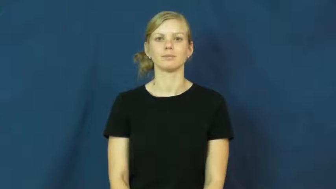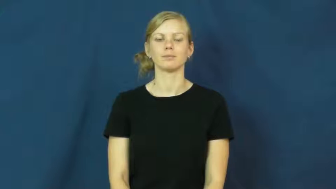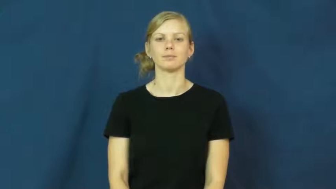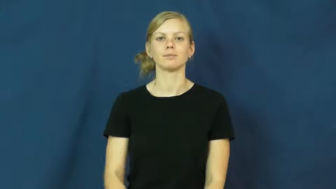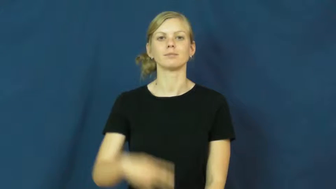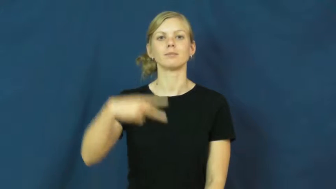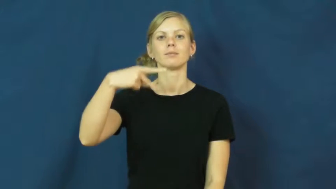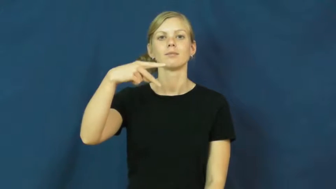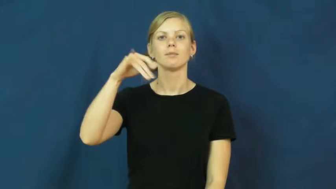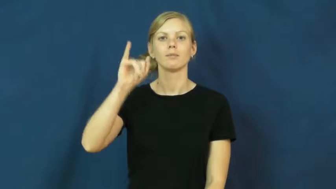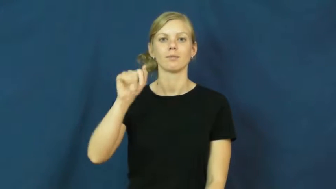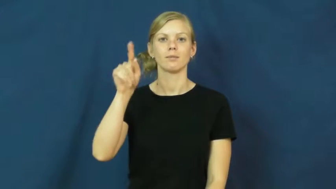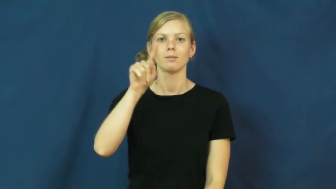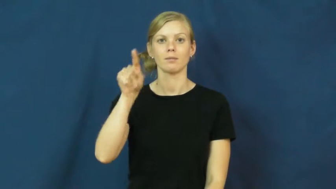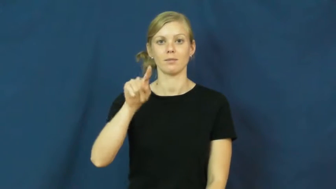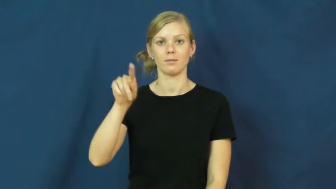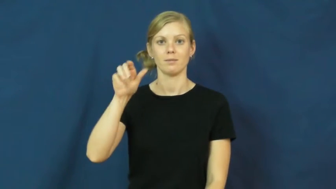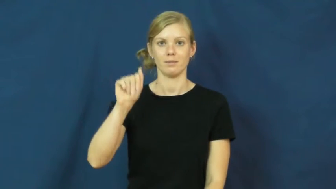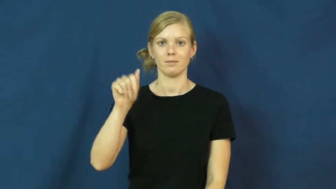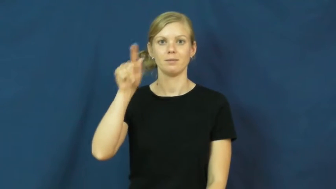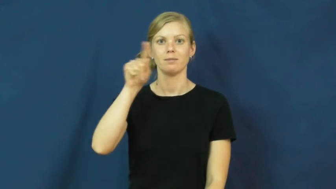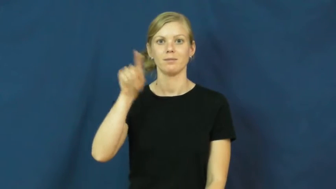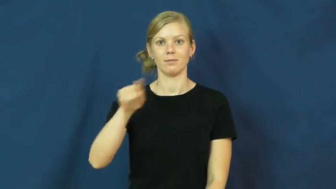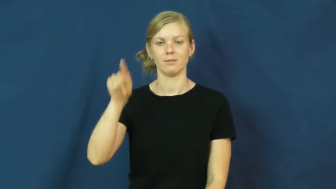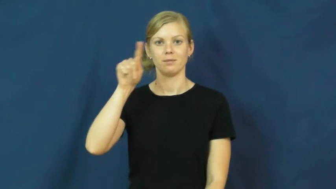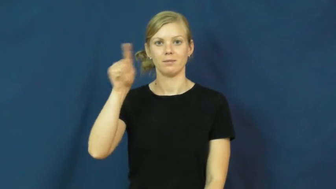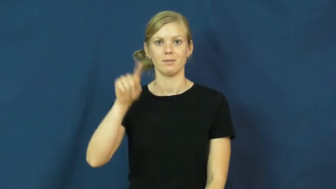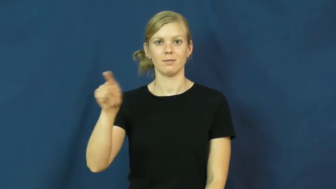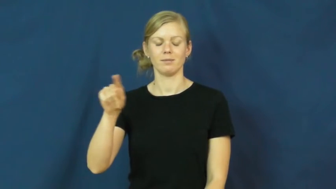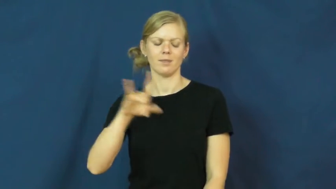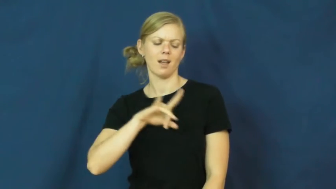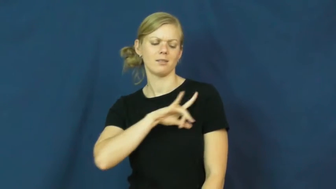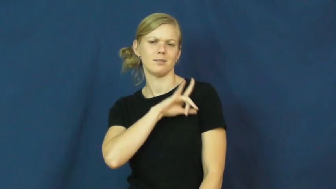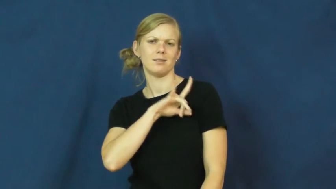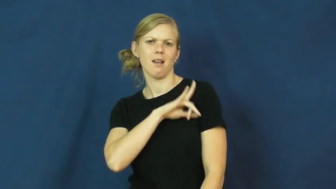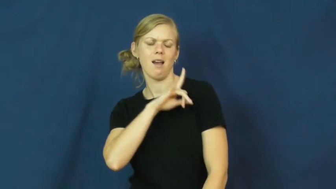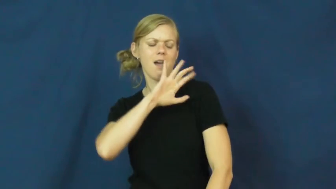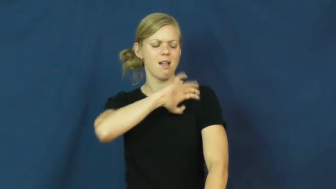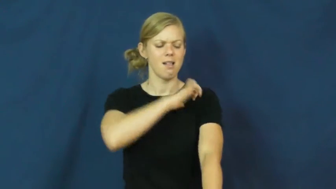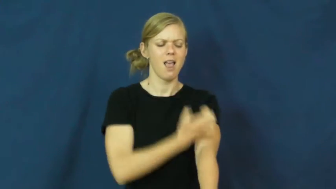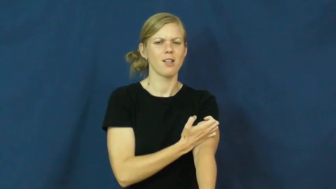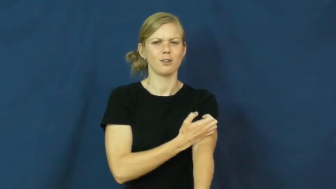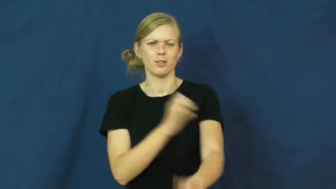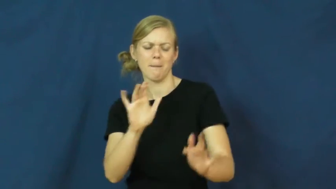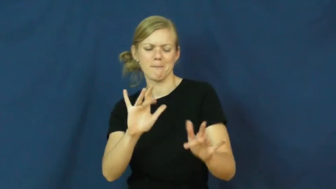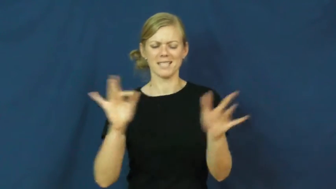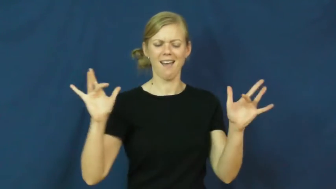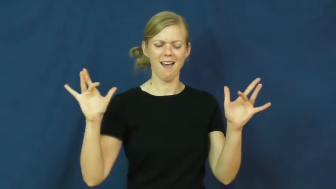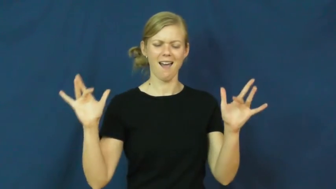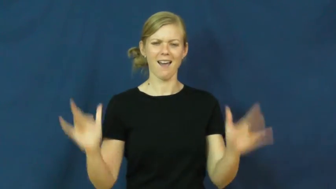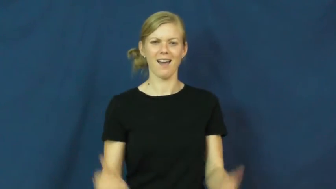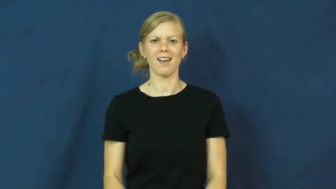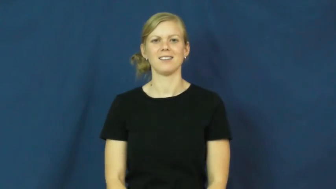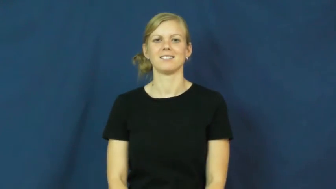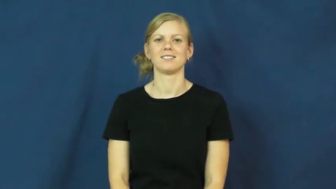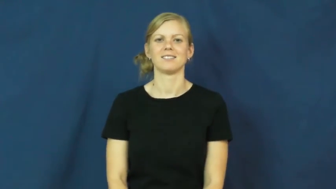pizazz